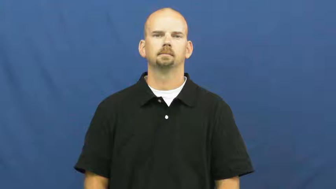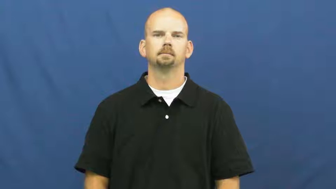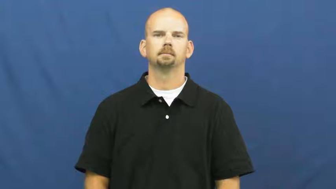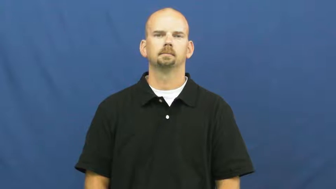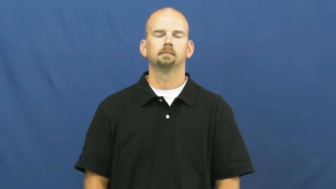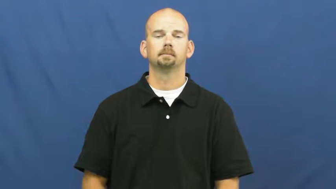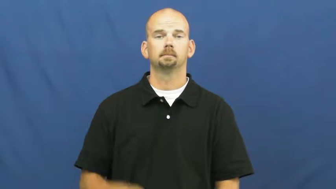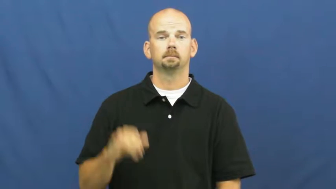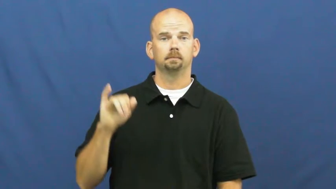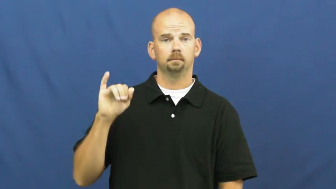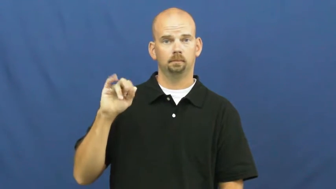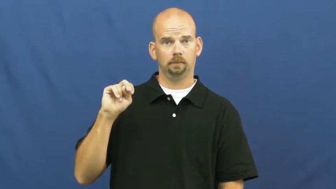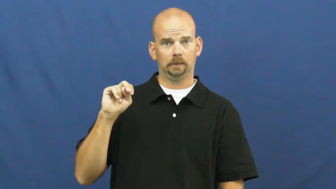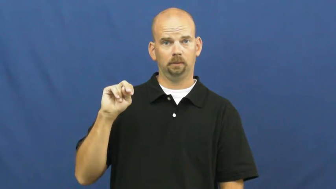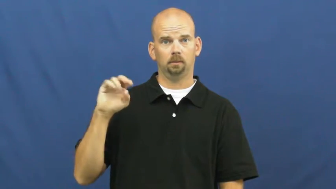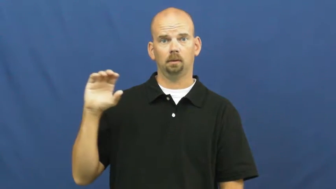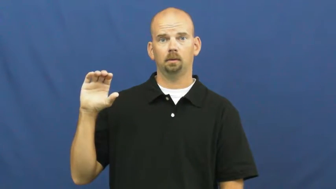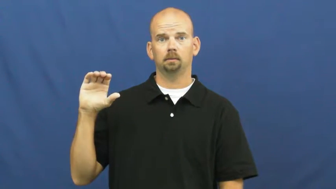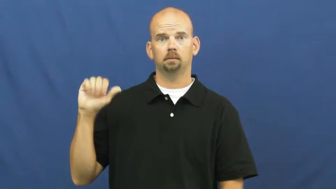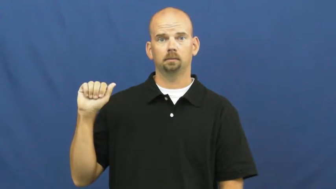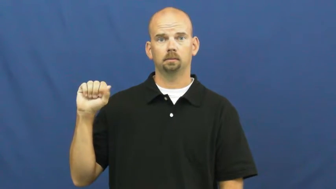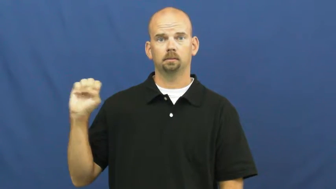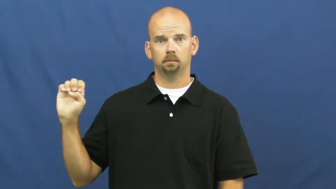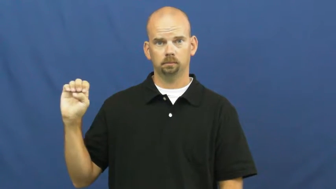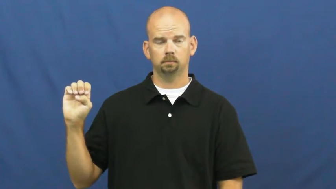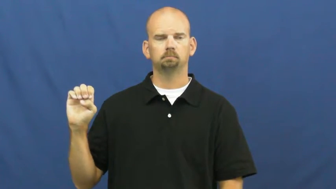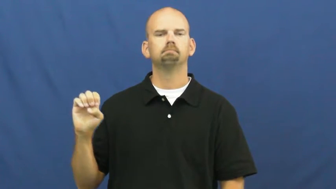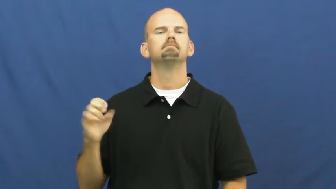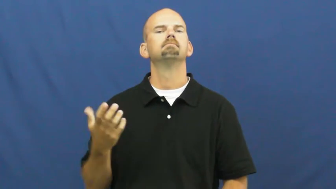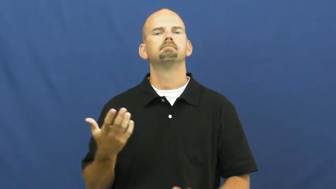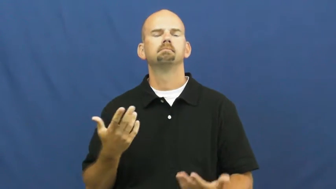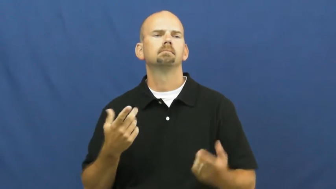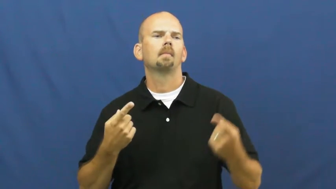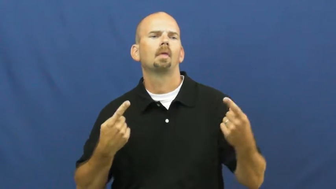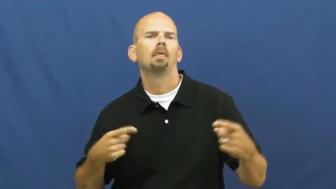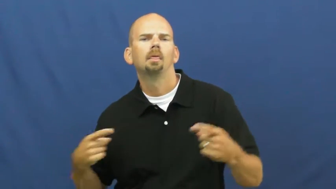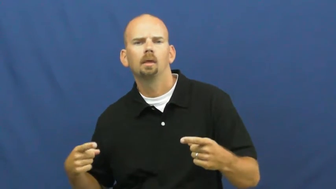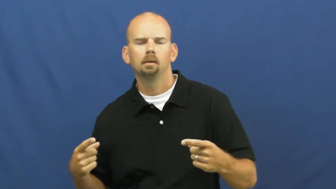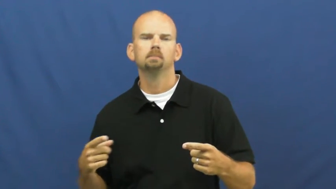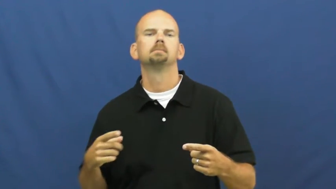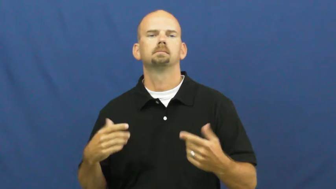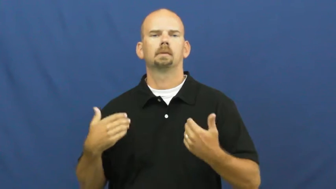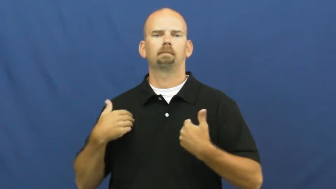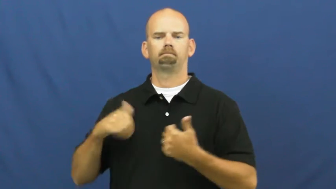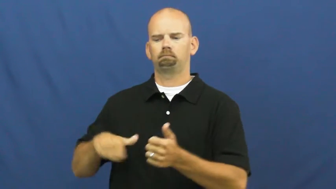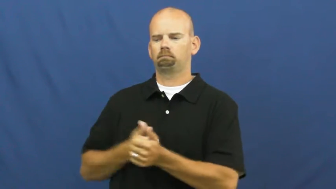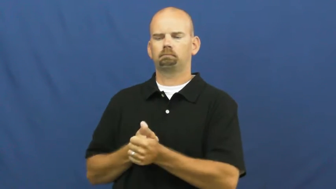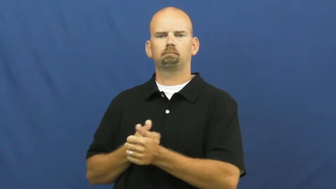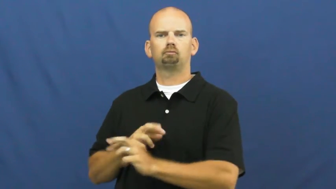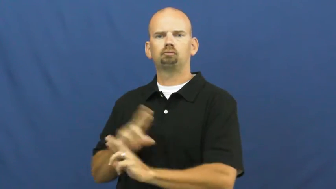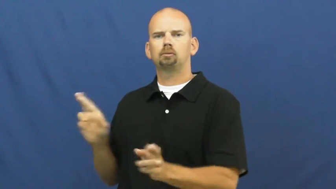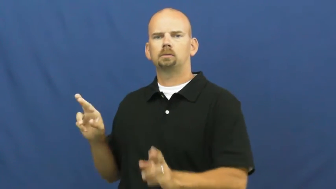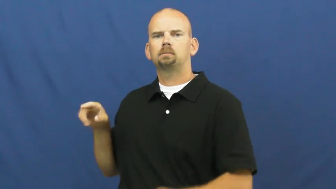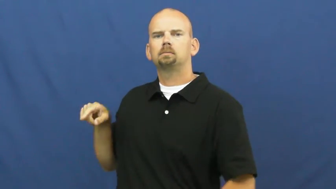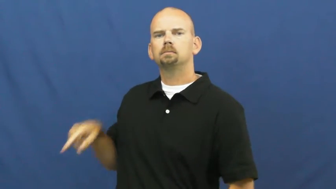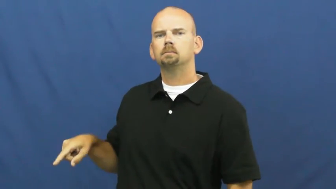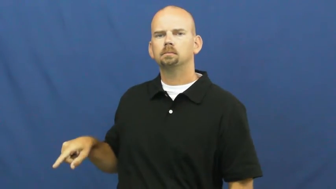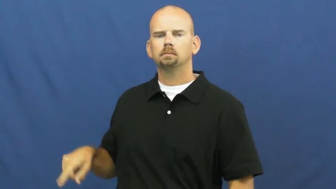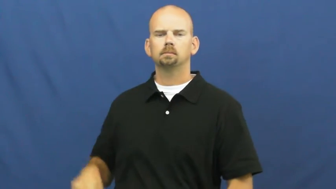in case